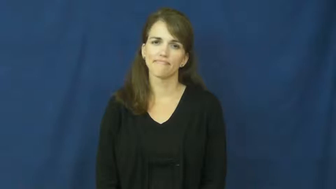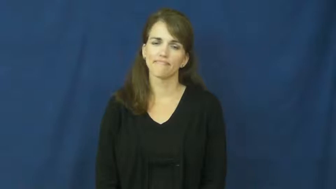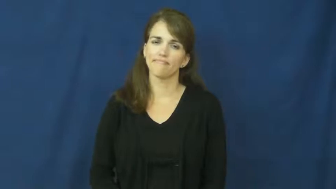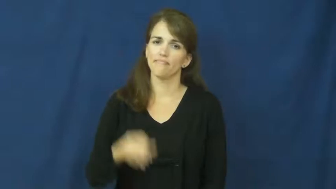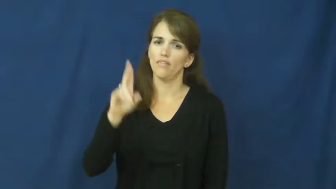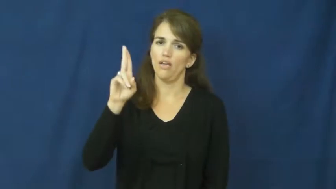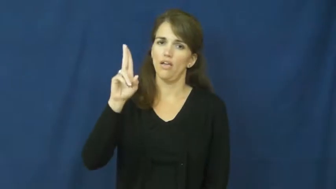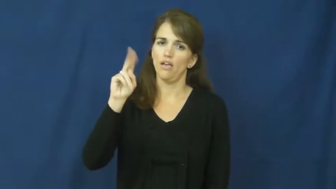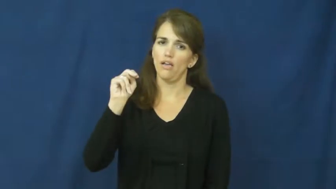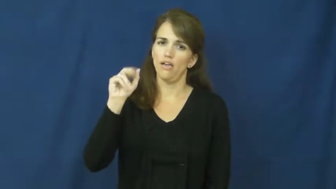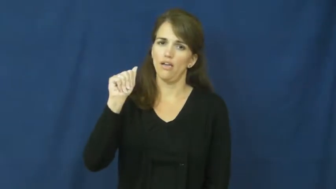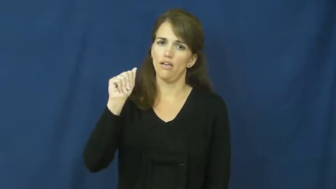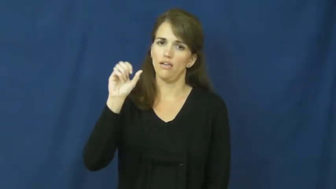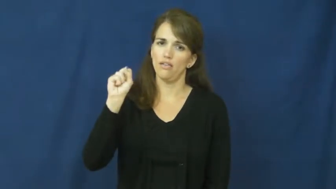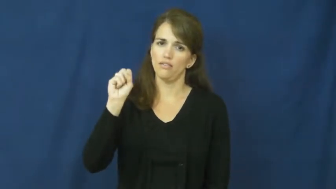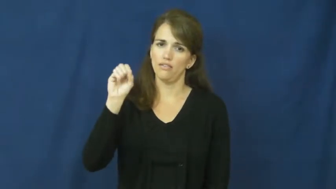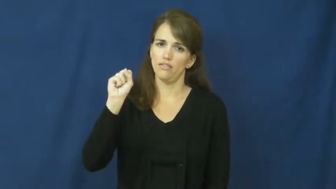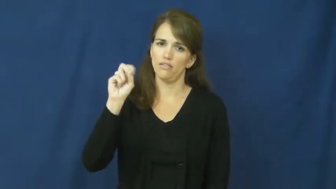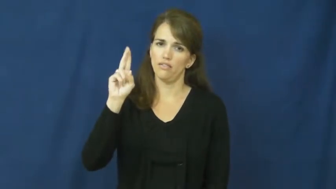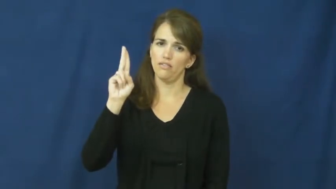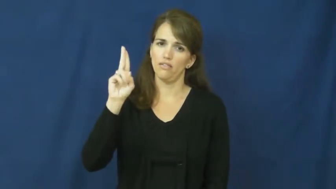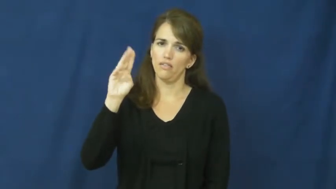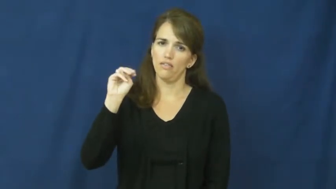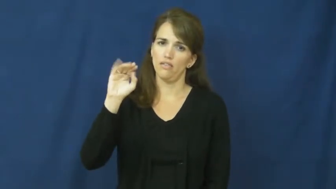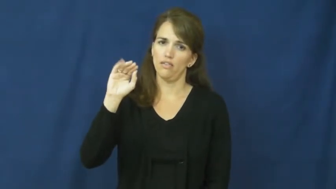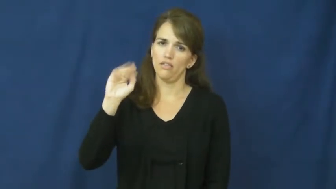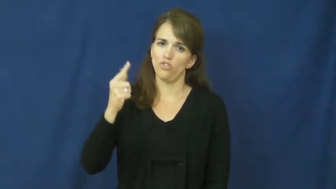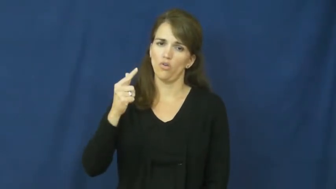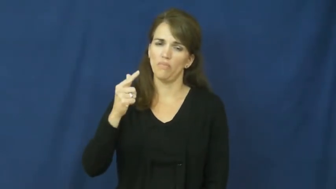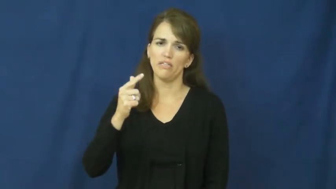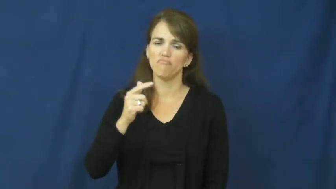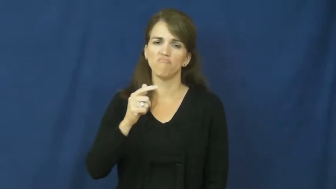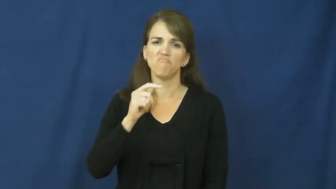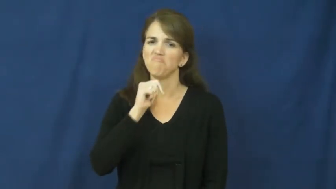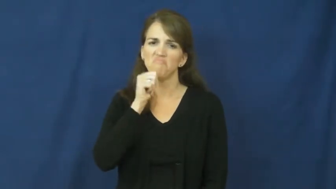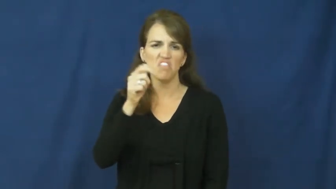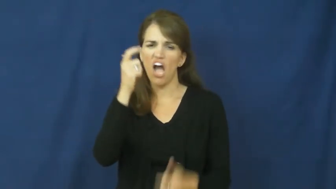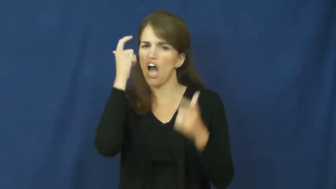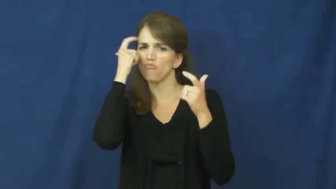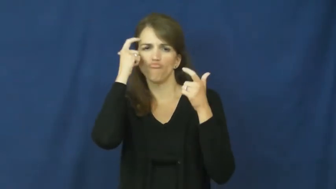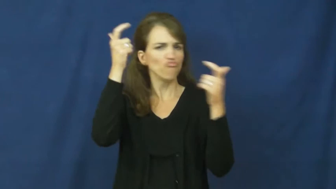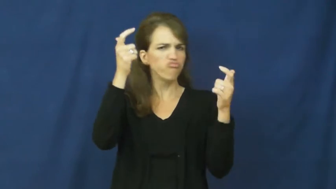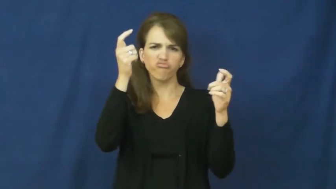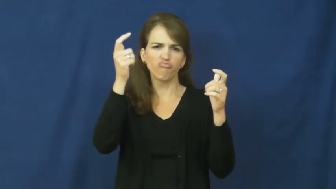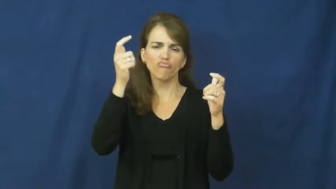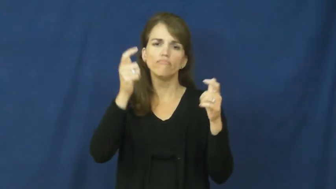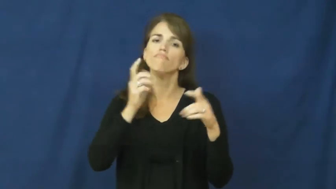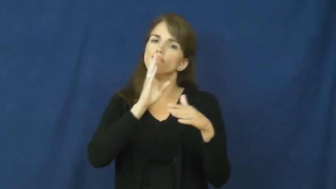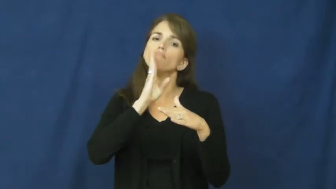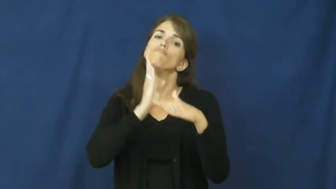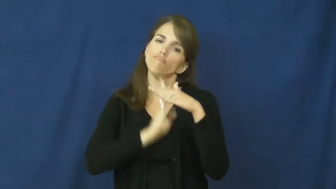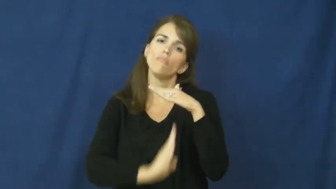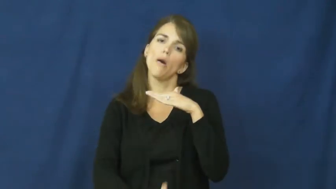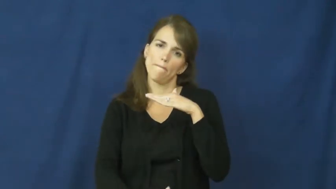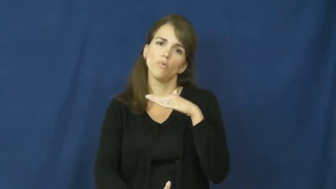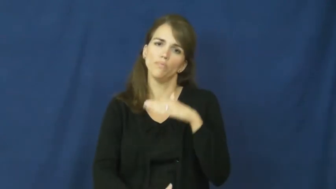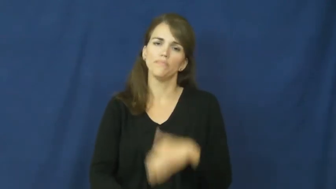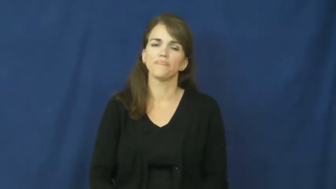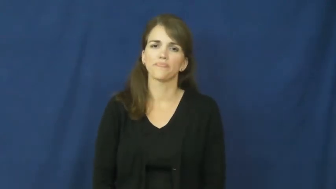unassuming